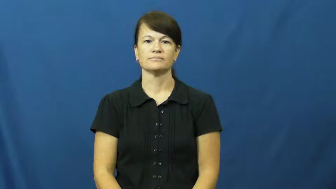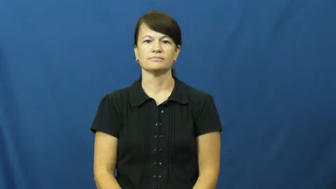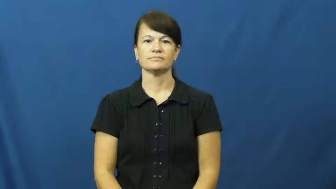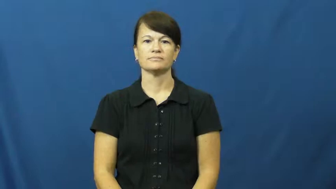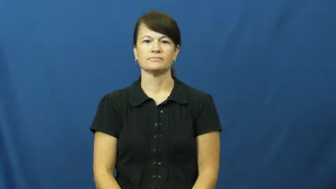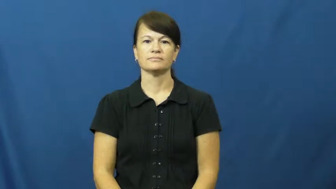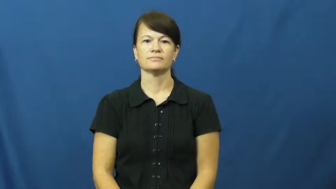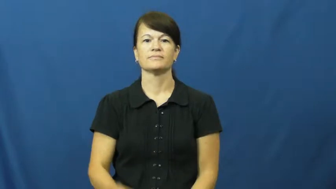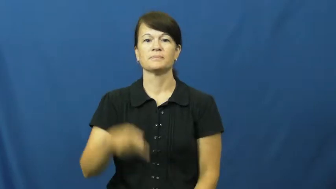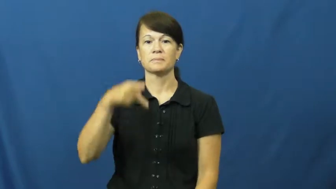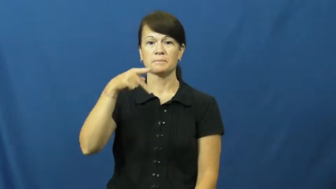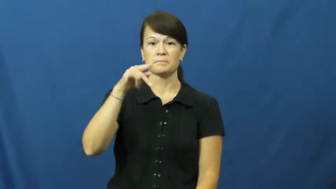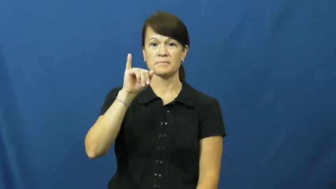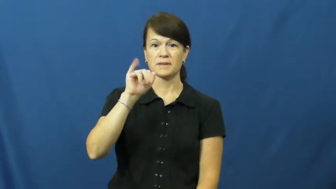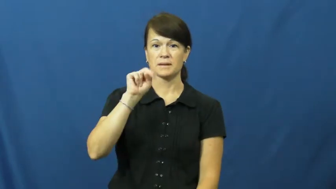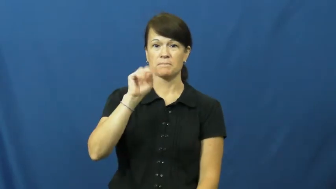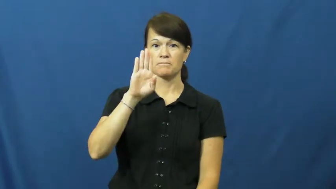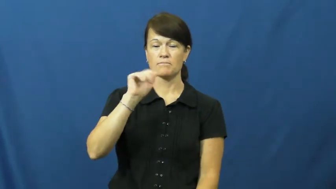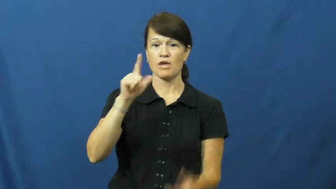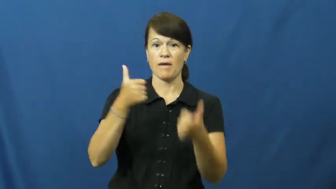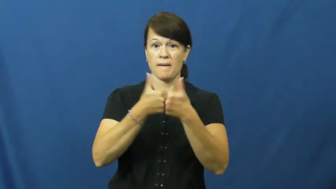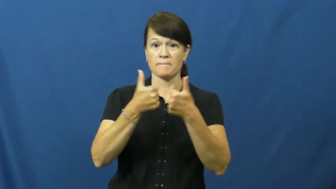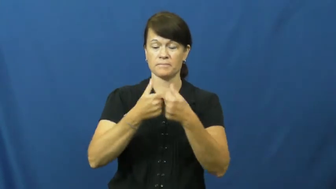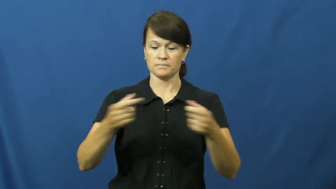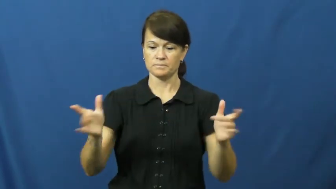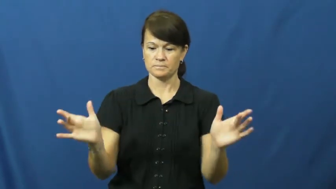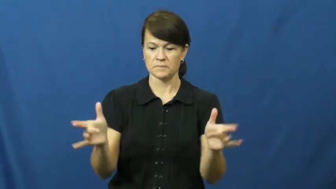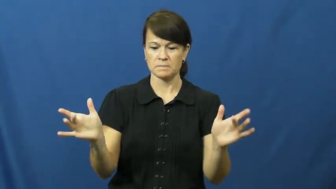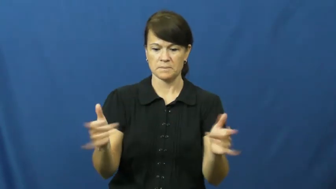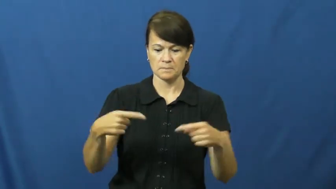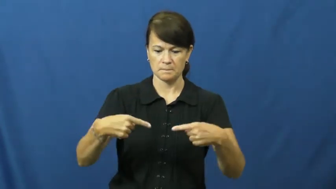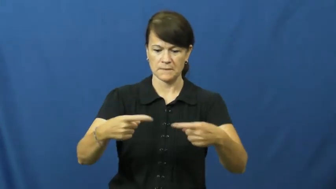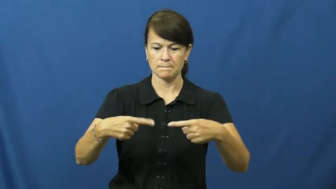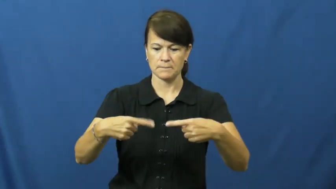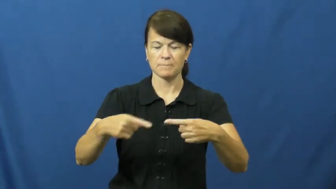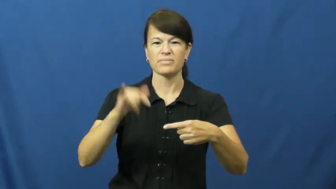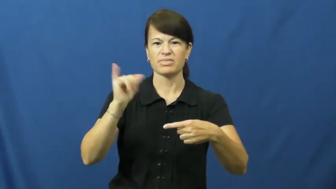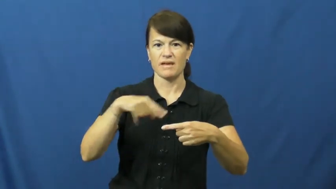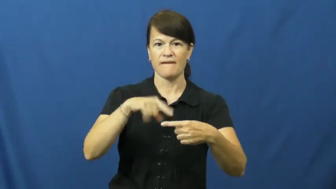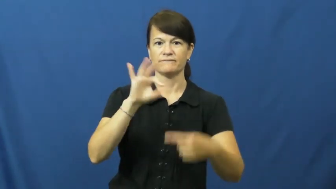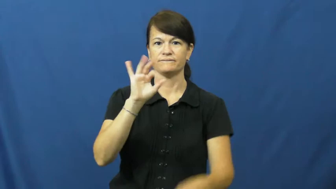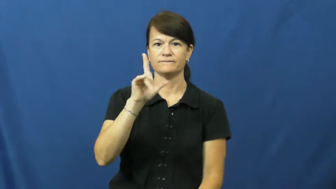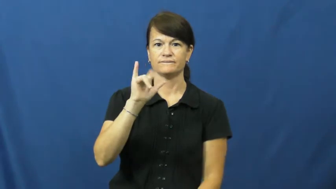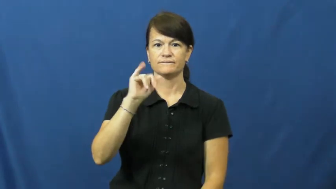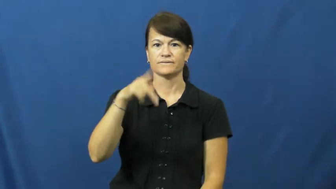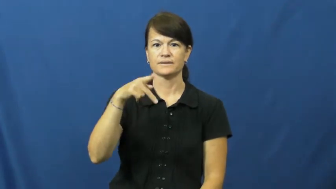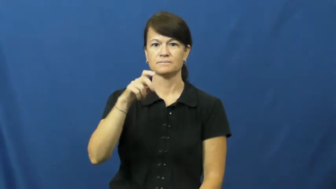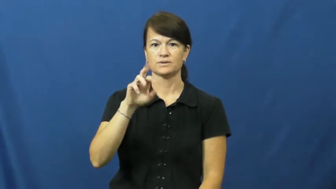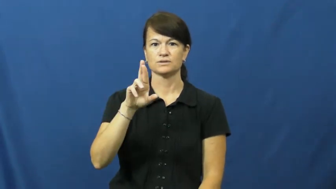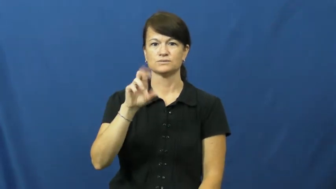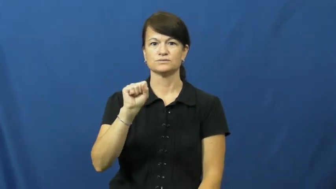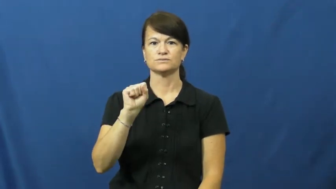flipper-pinball